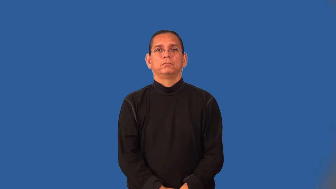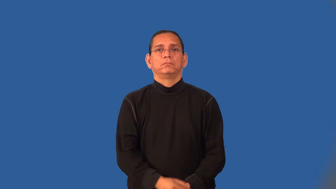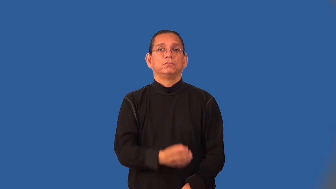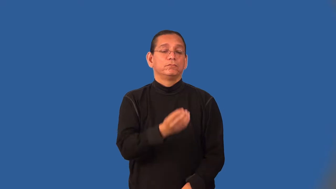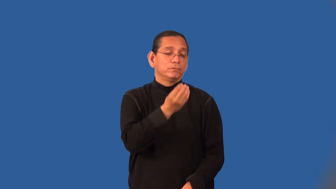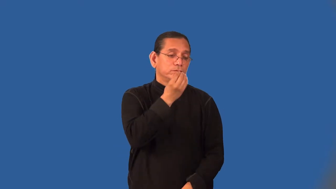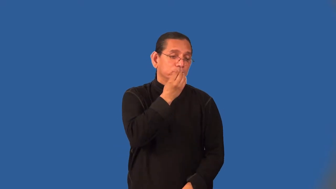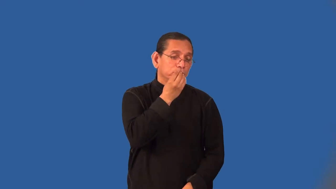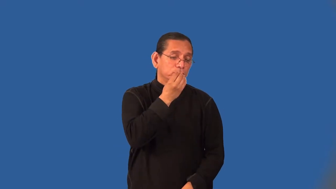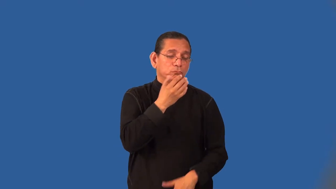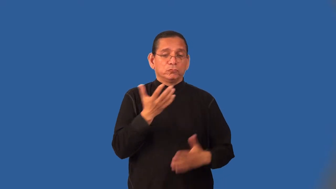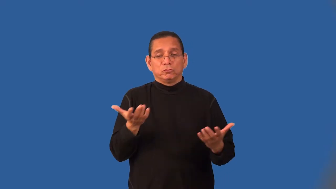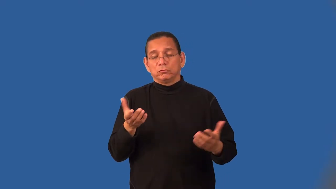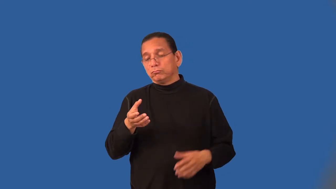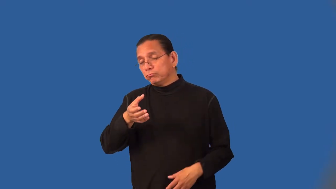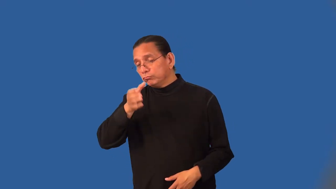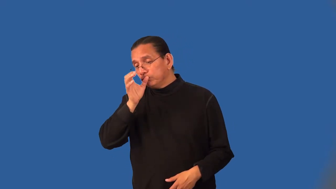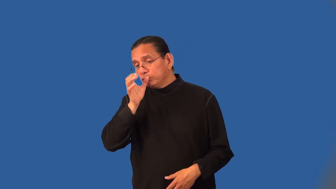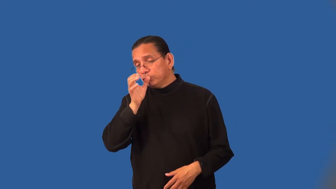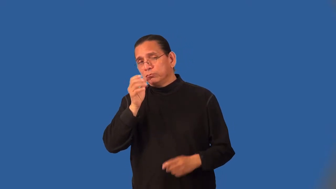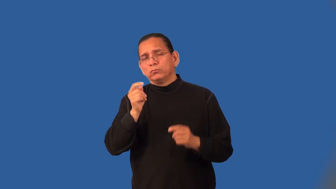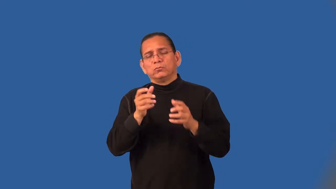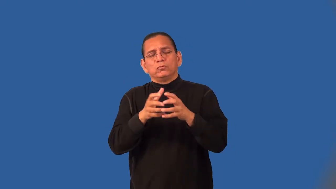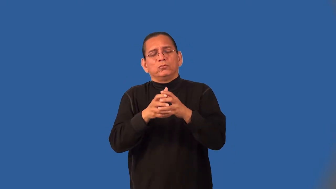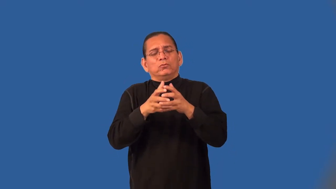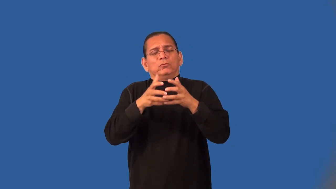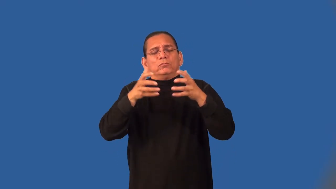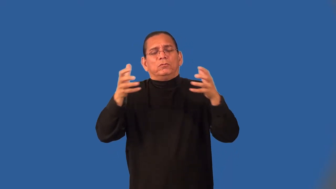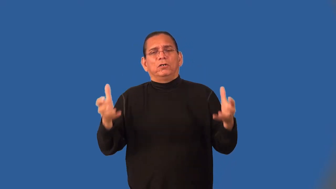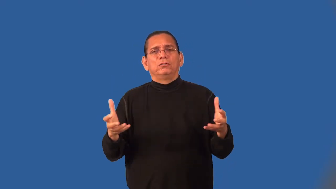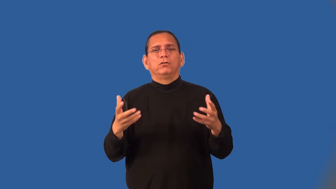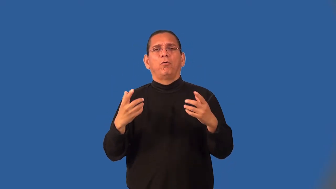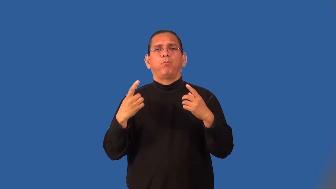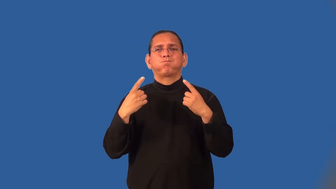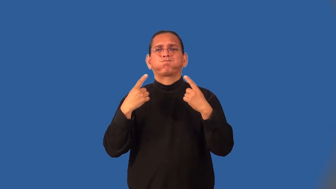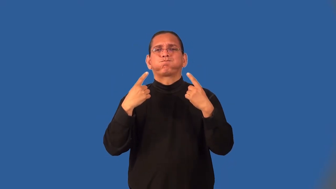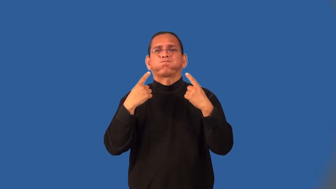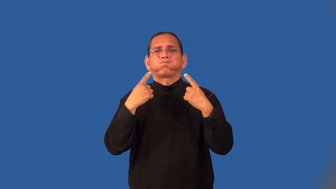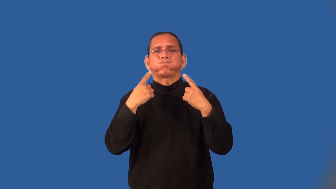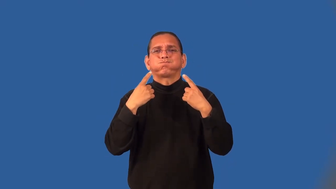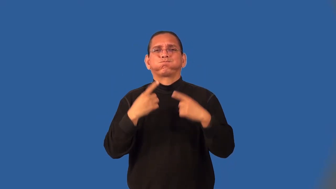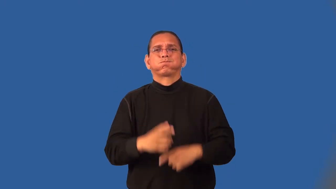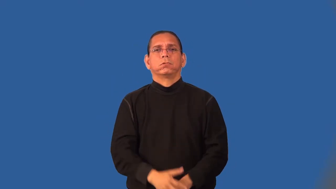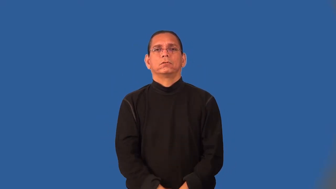mouthful